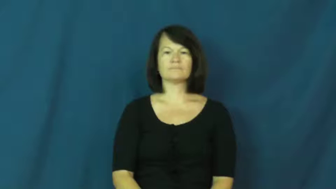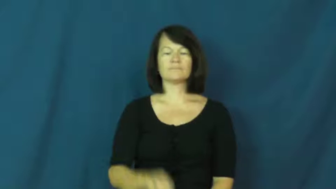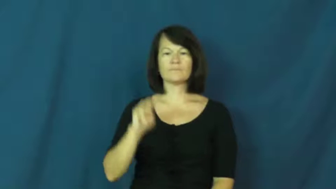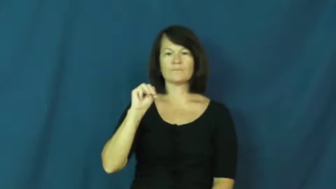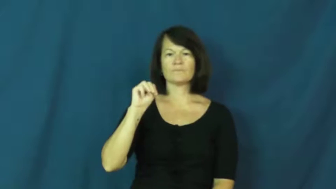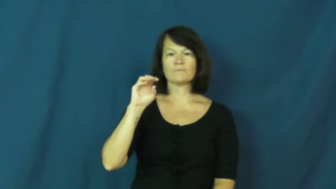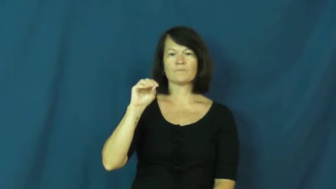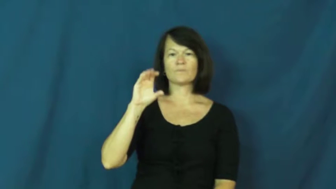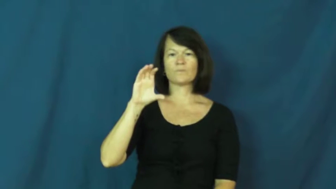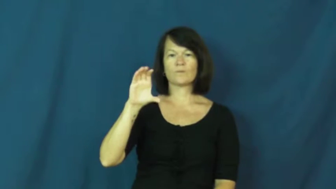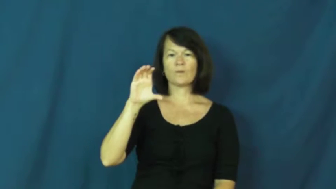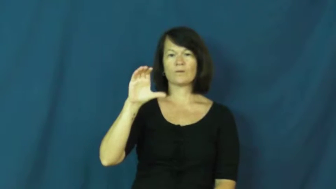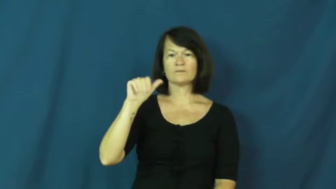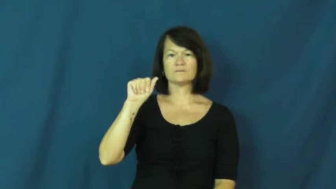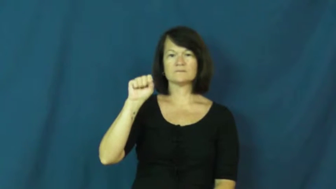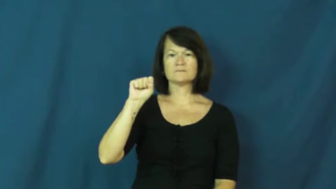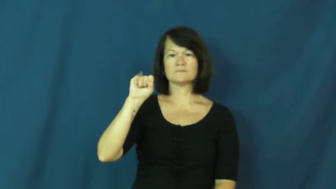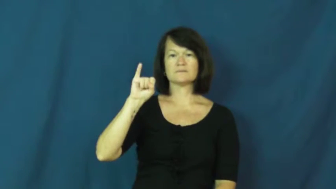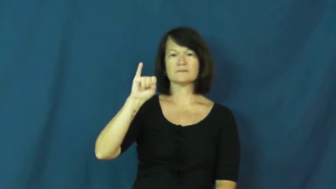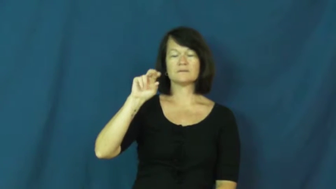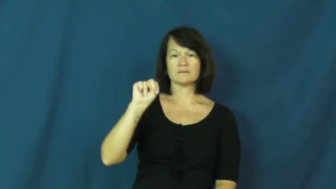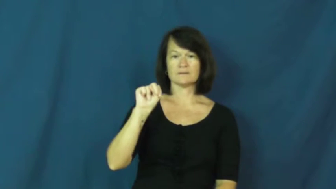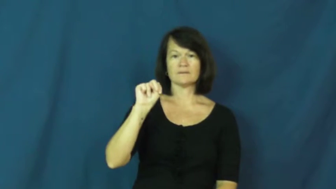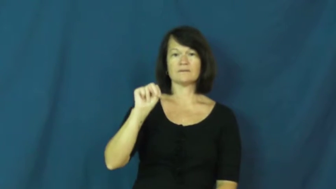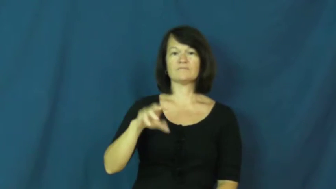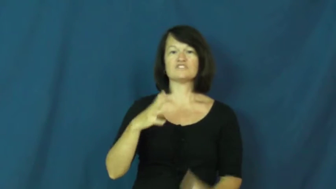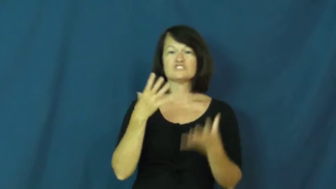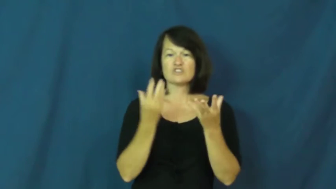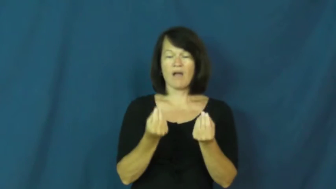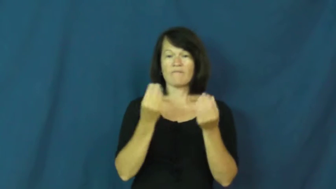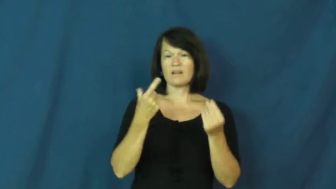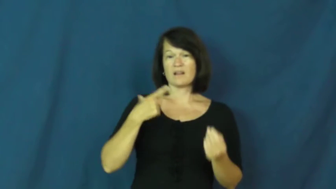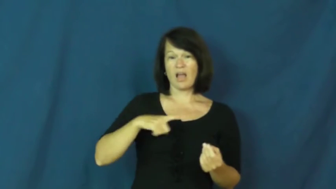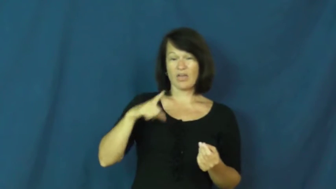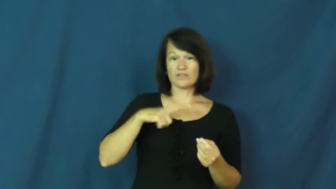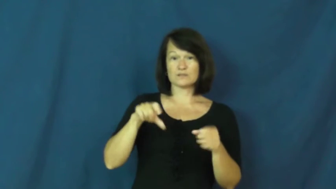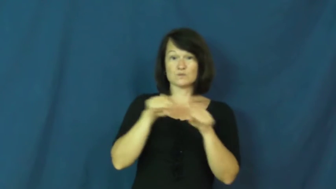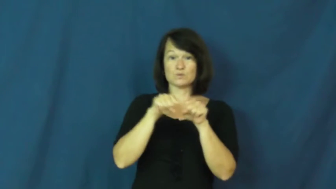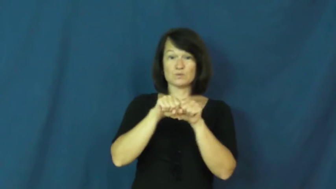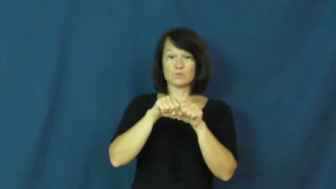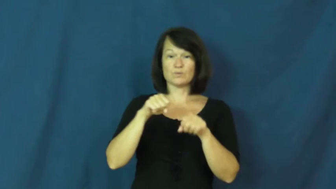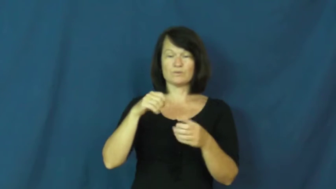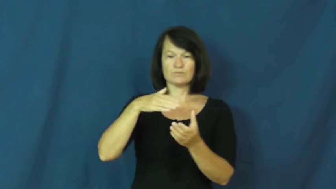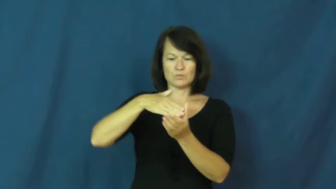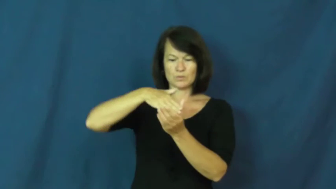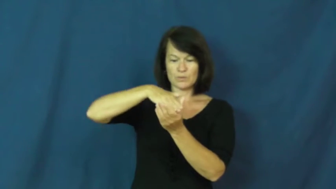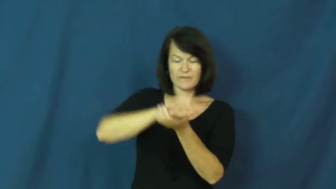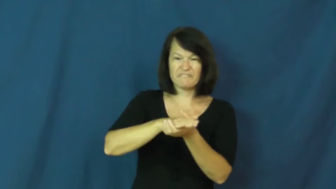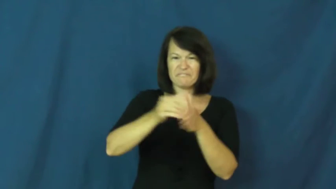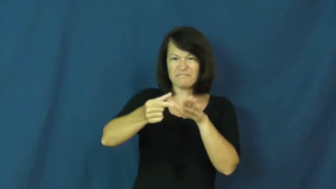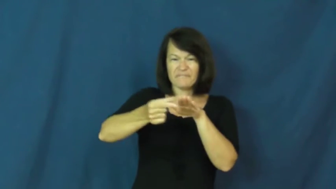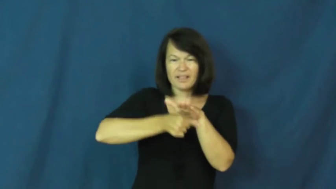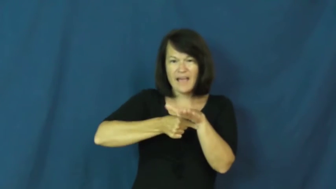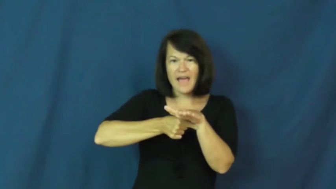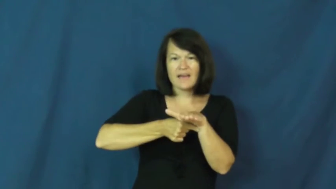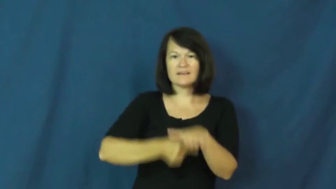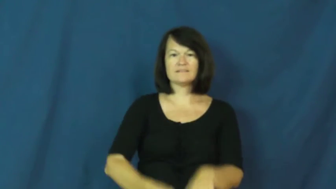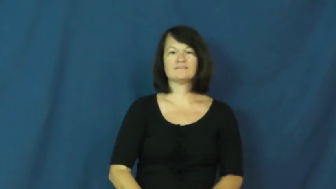moccasin